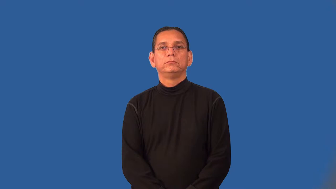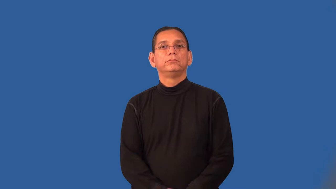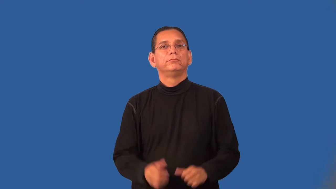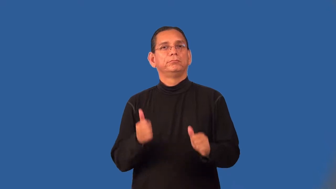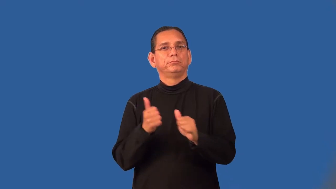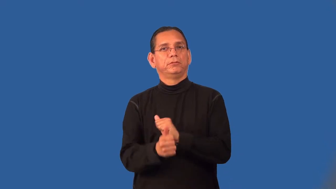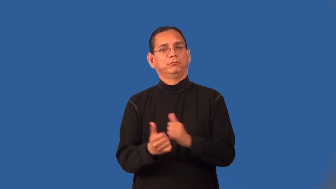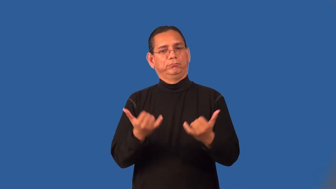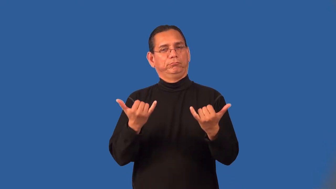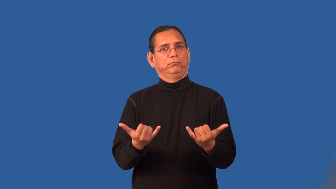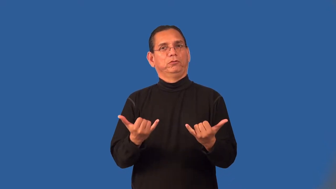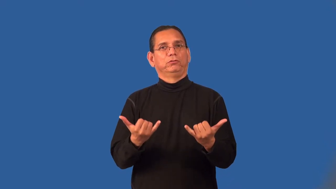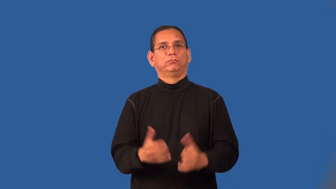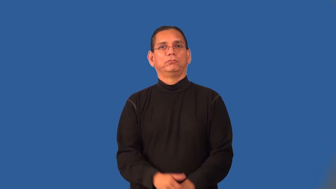postmodern